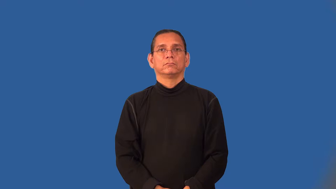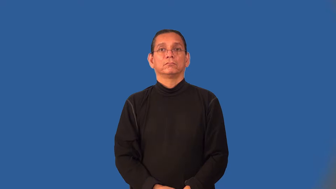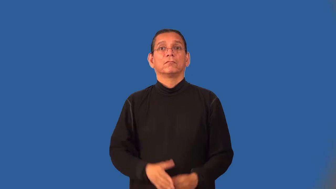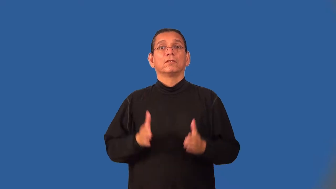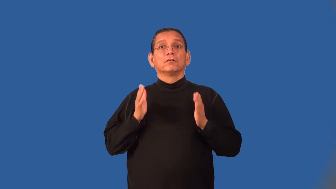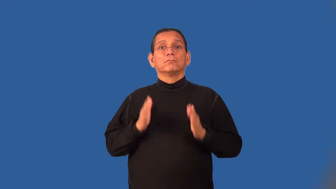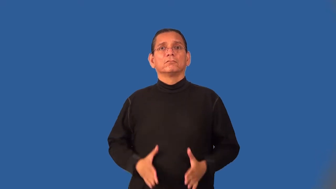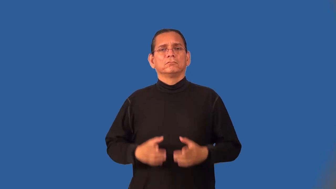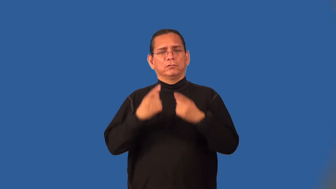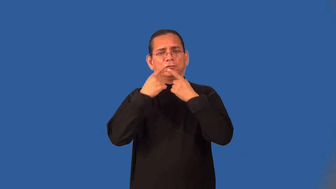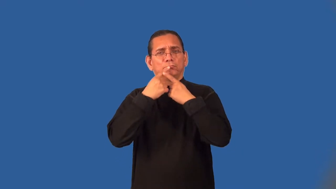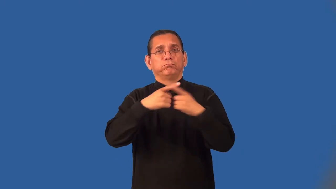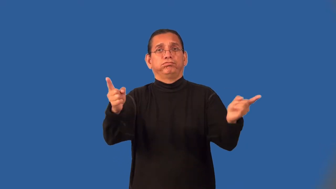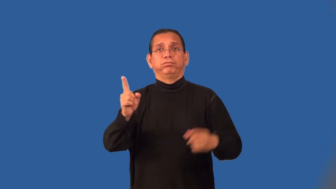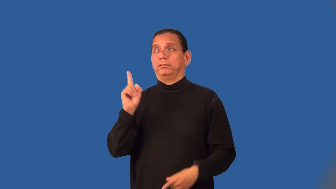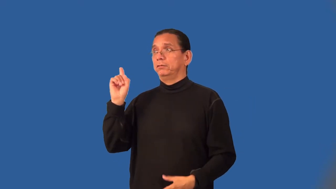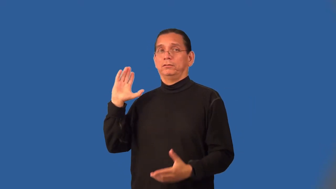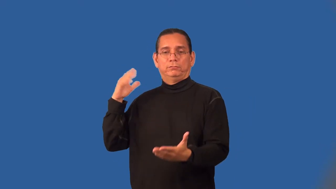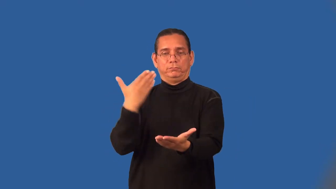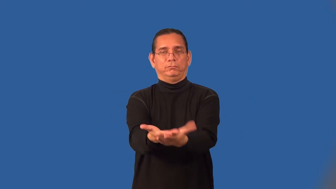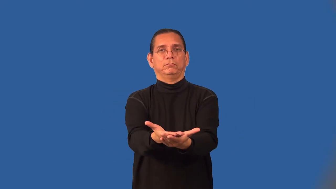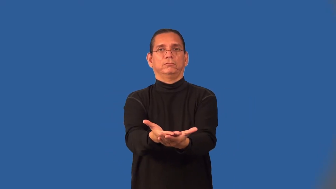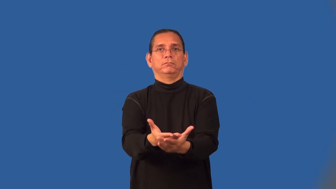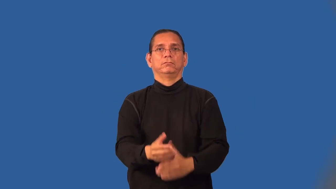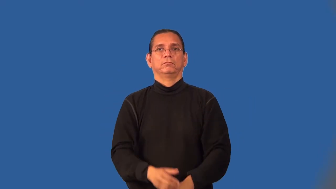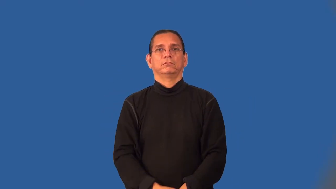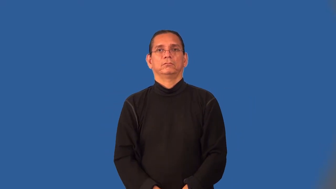harbinger